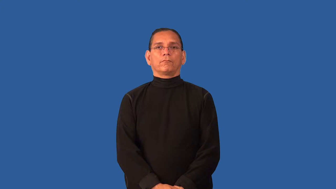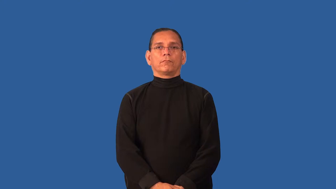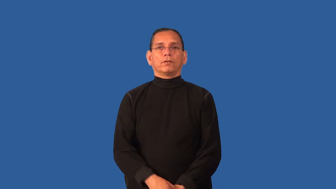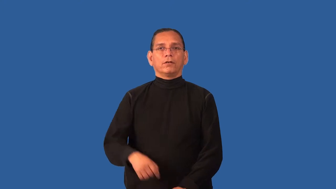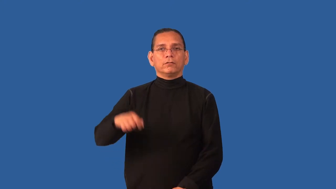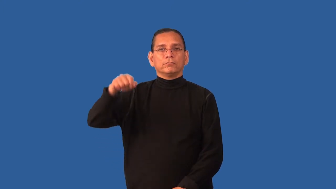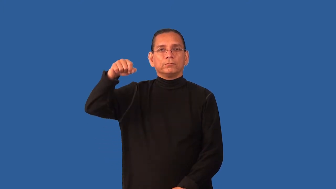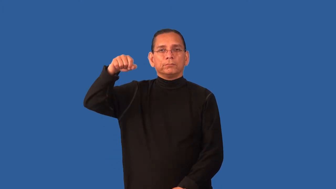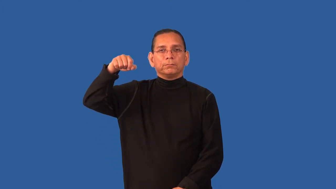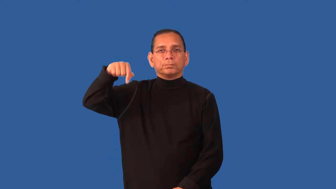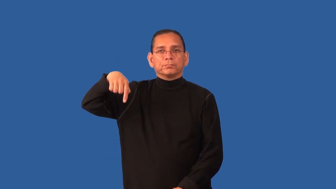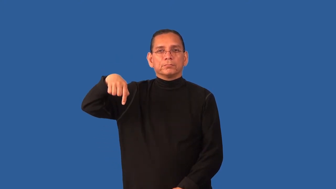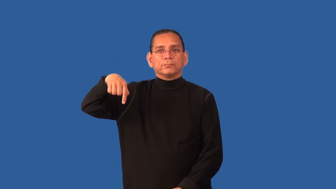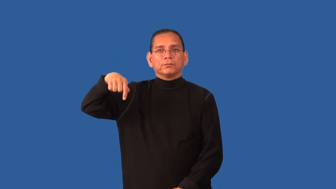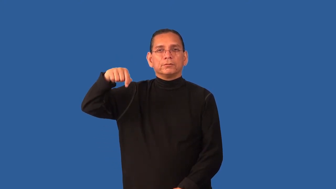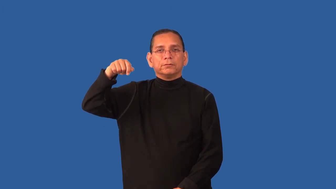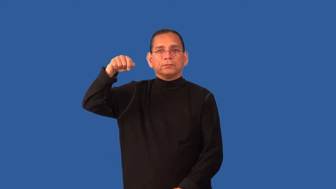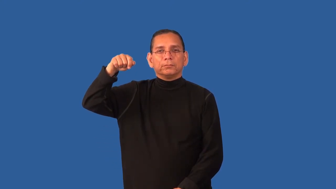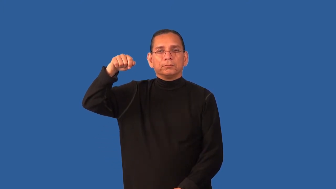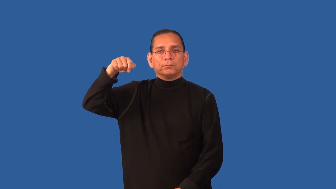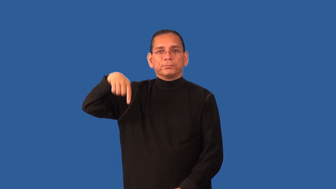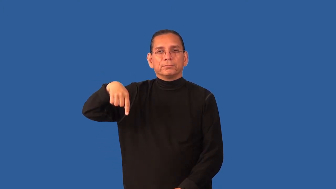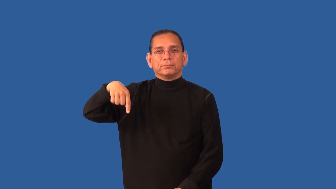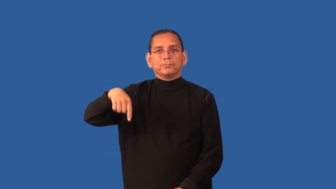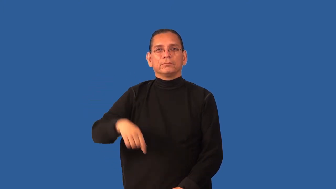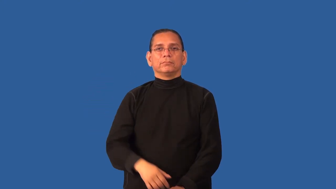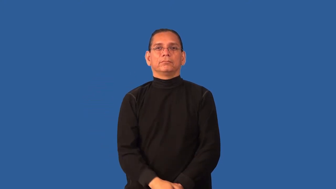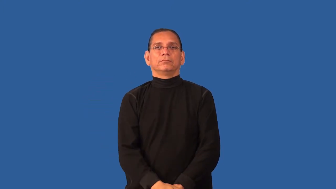dewdrop